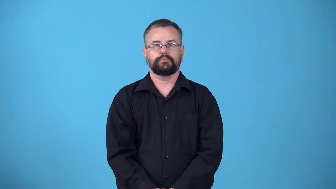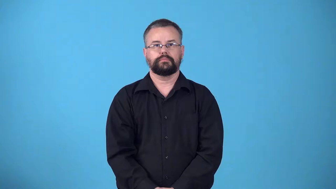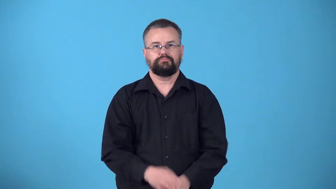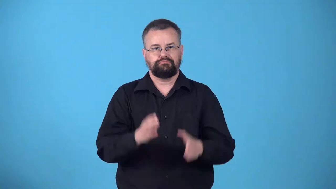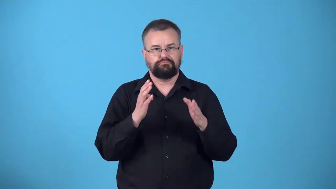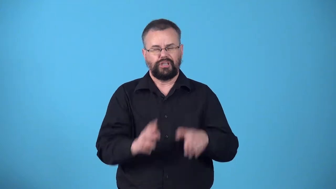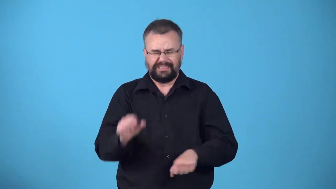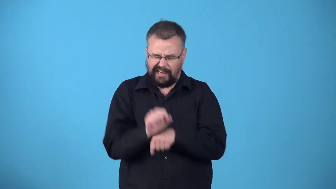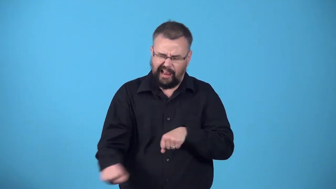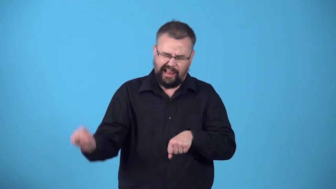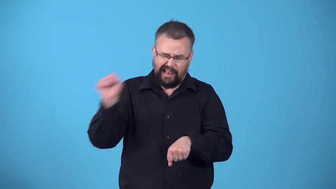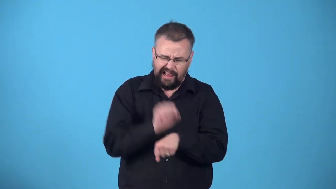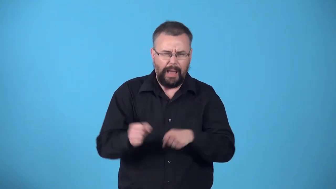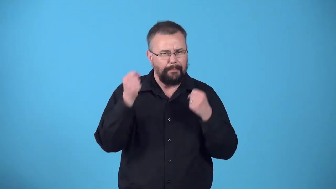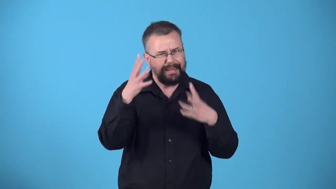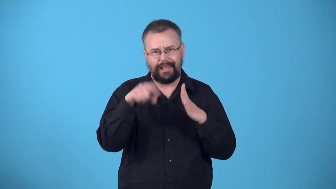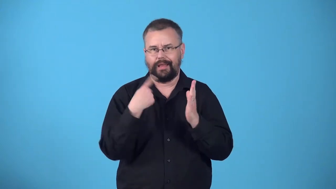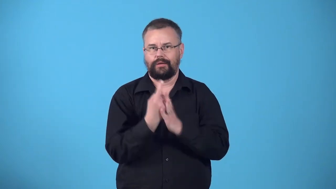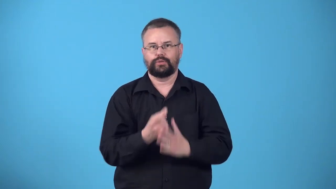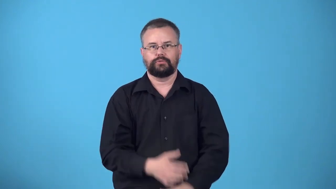workhorse-person